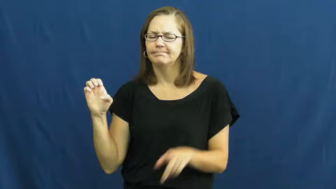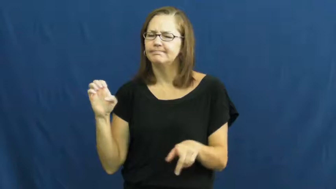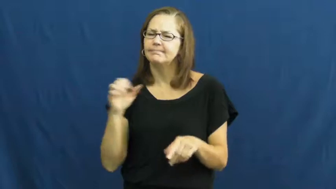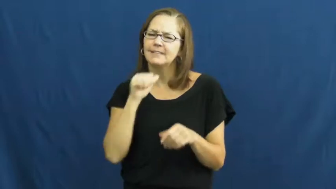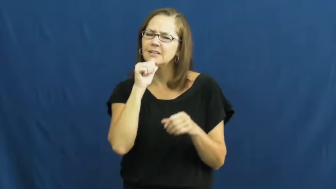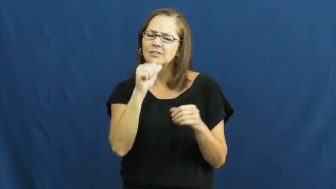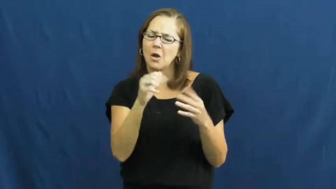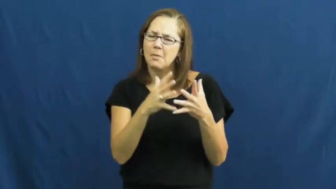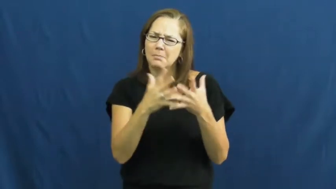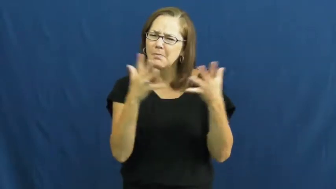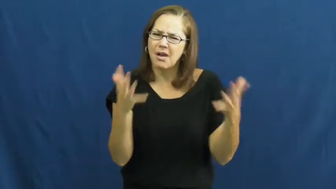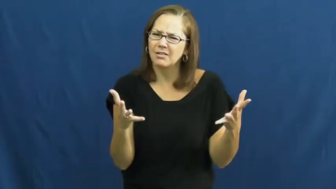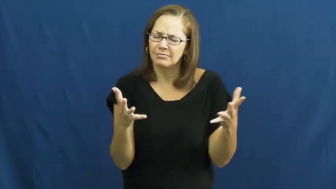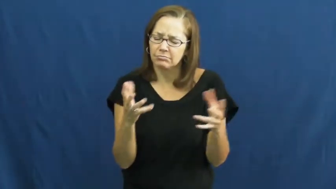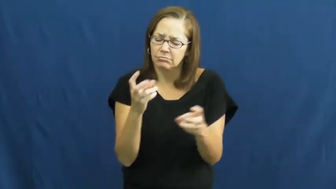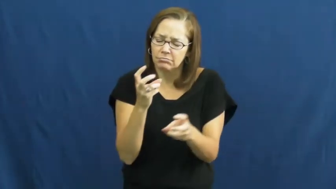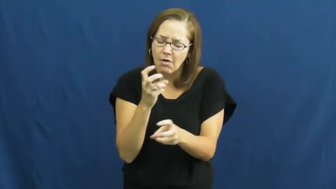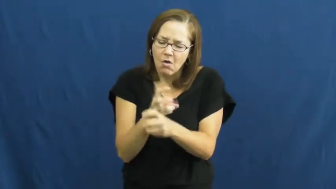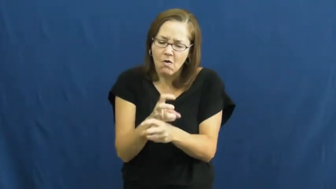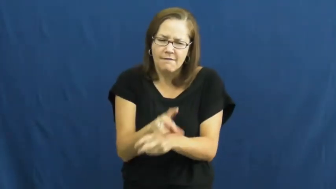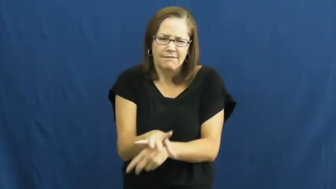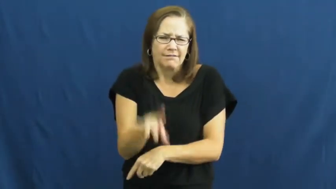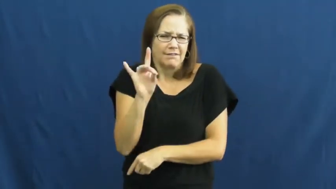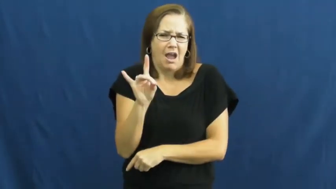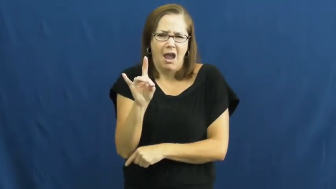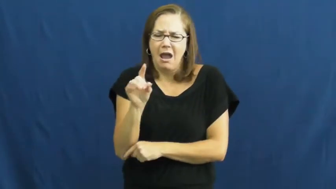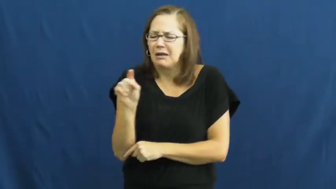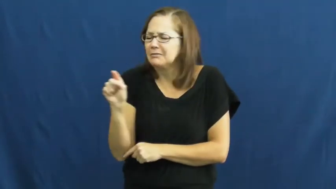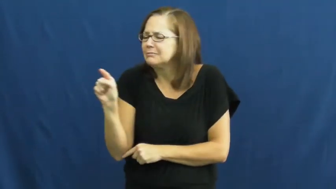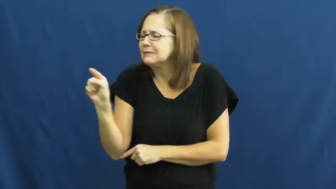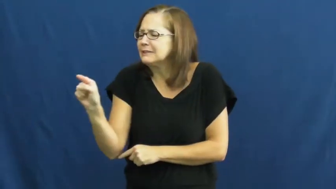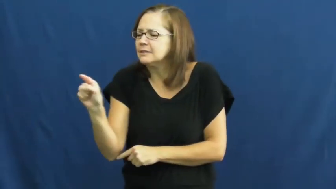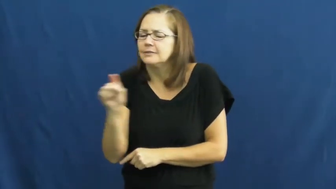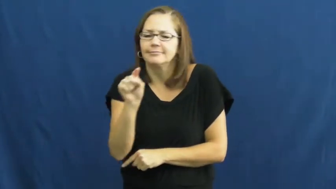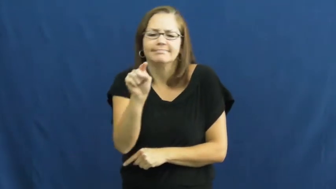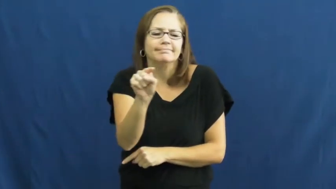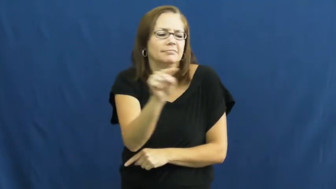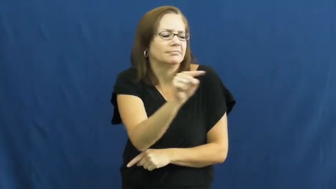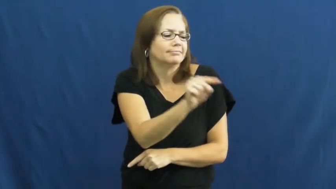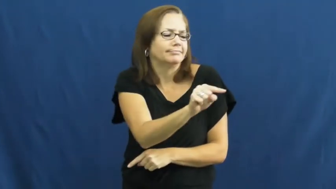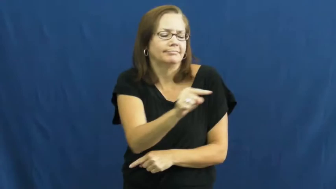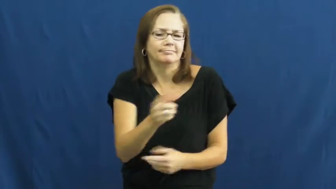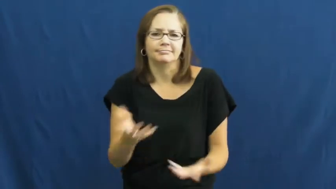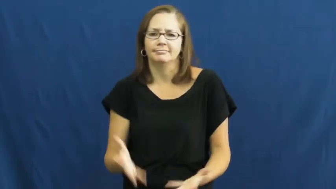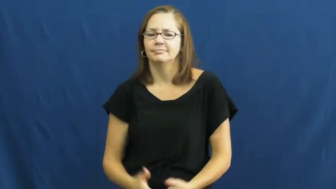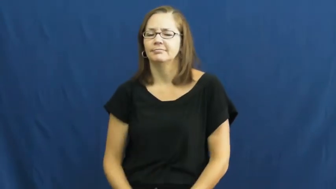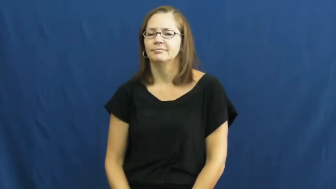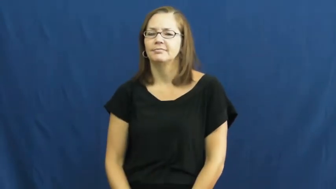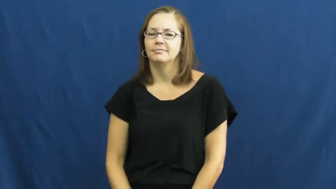sparse